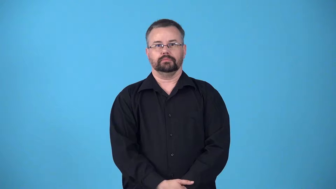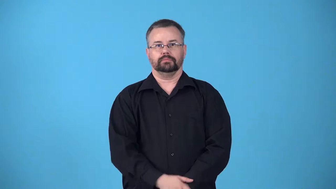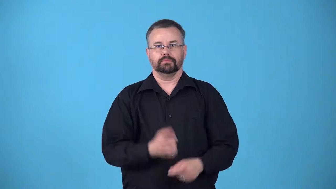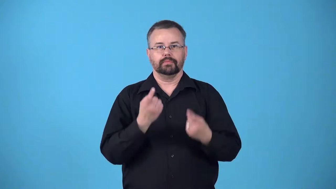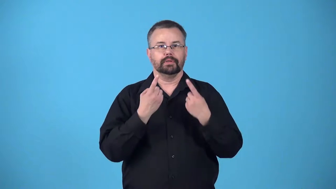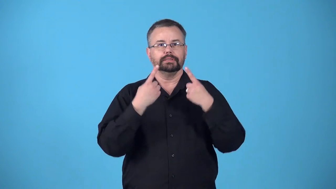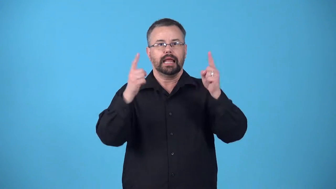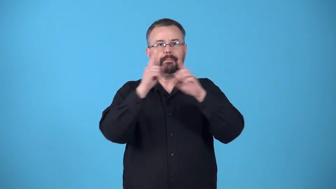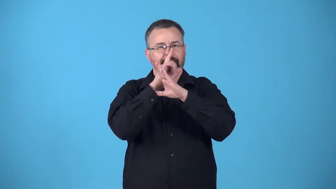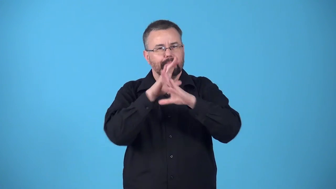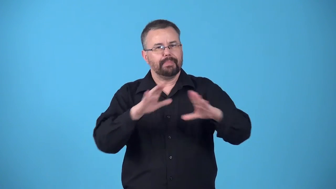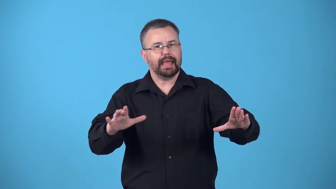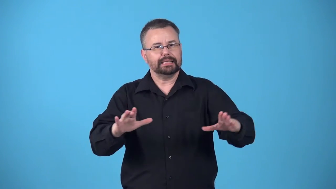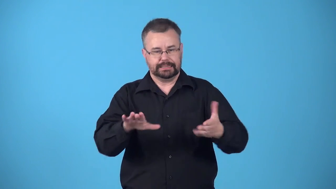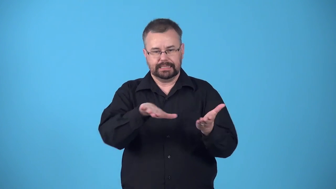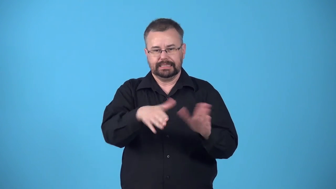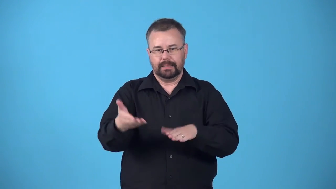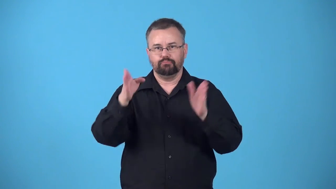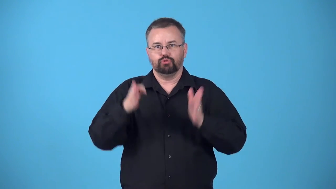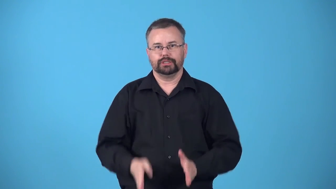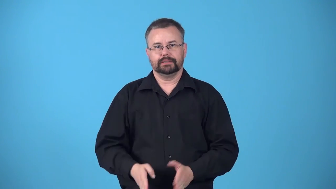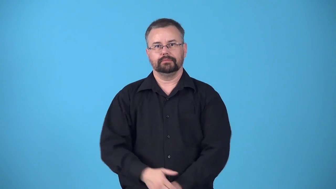beatify-declare a dead person to be blessed